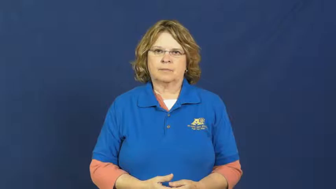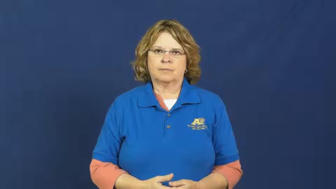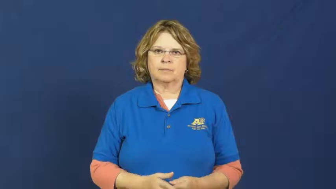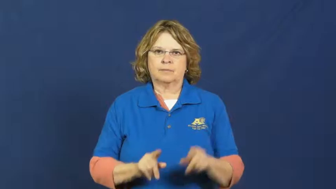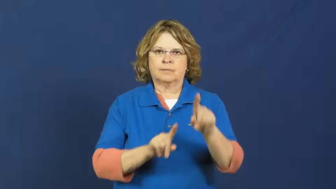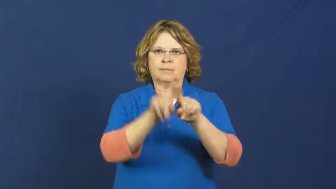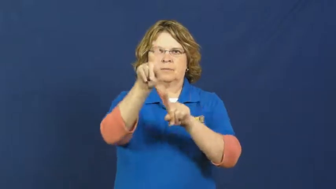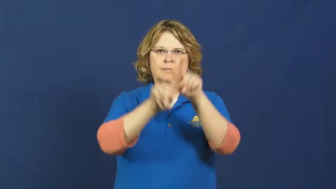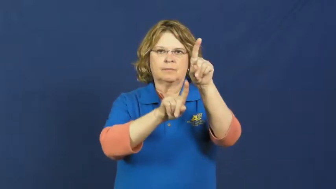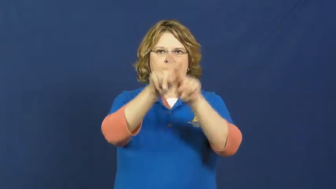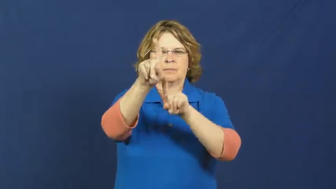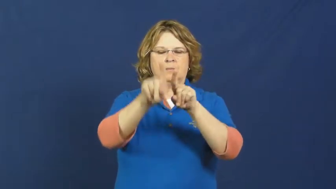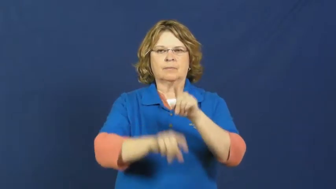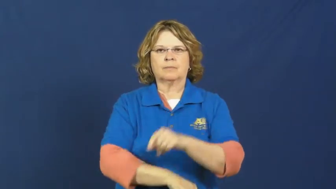star-movie